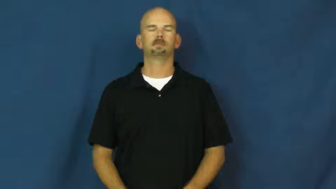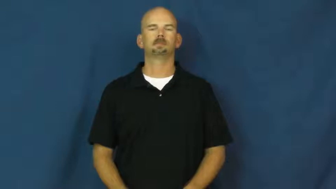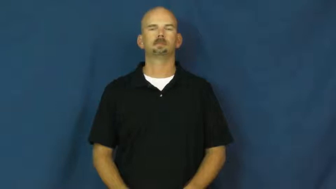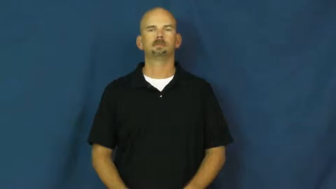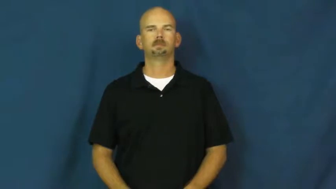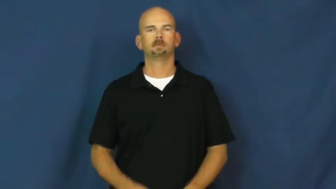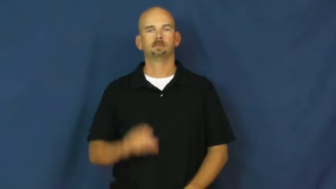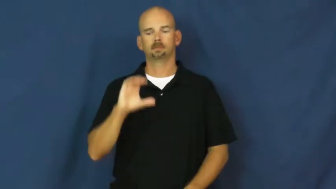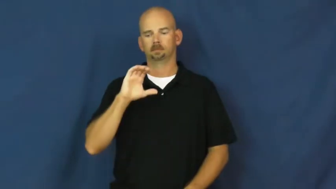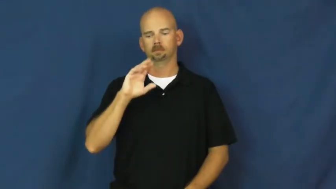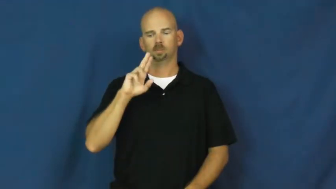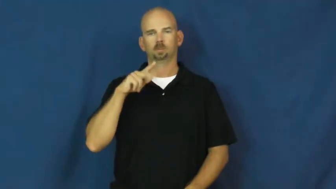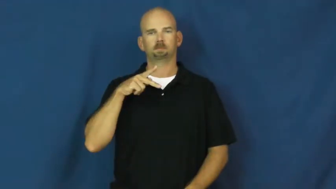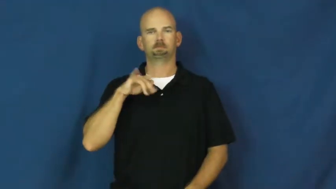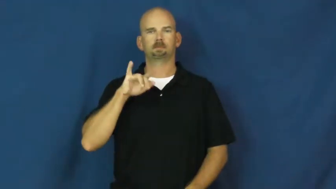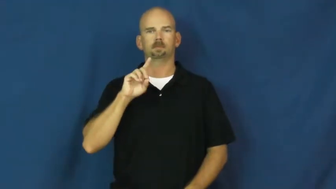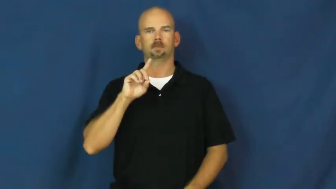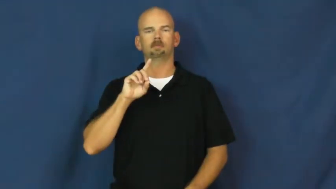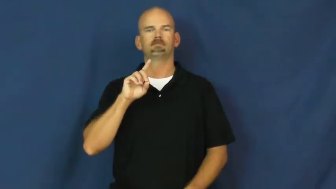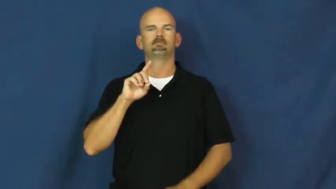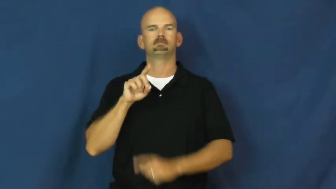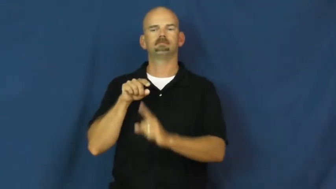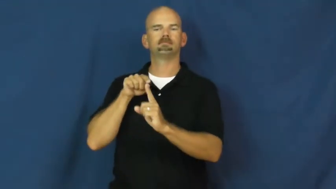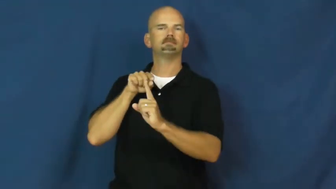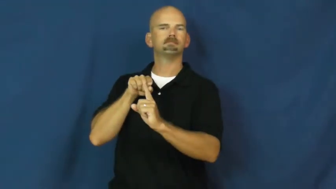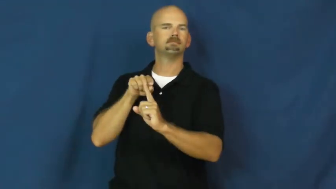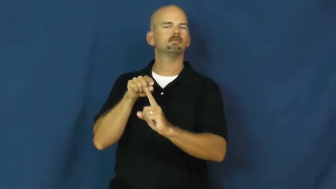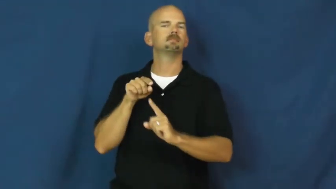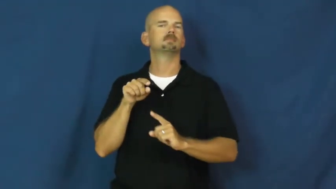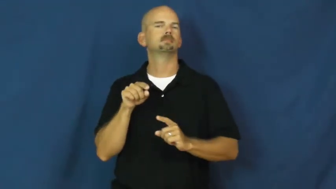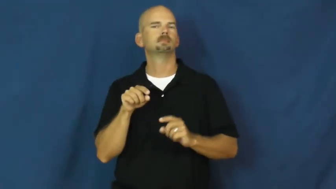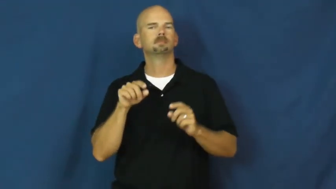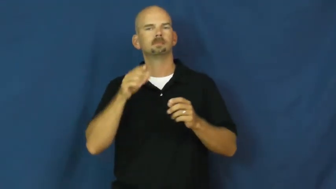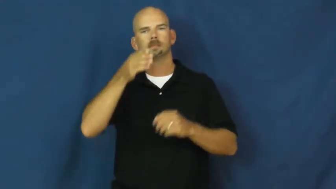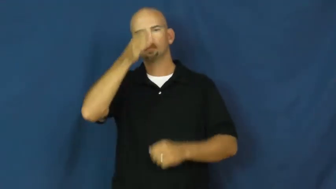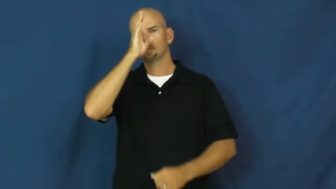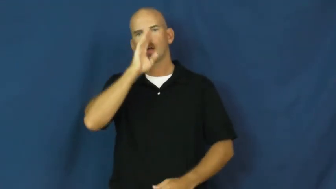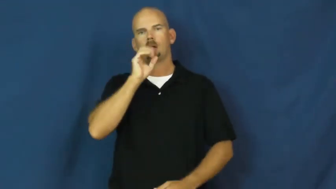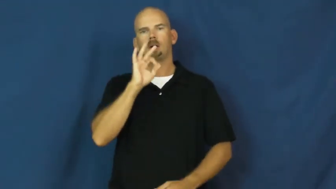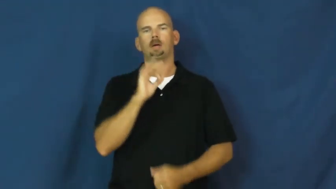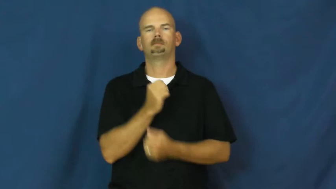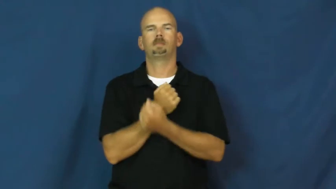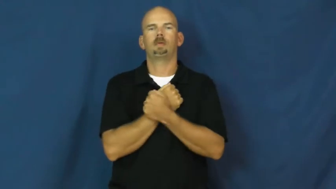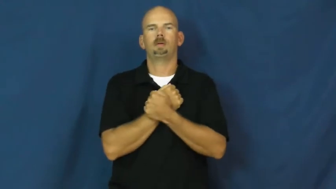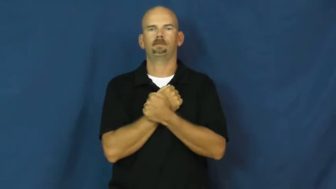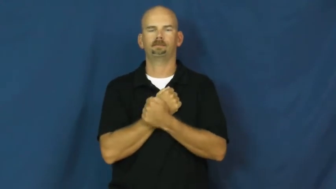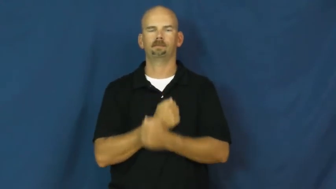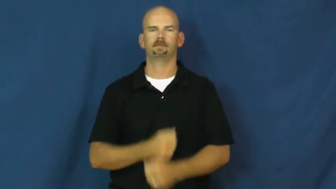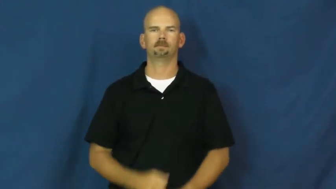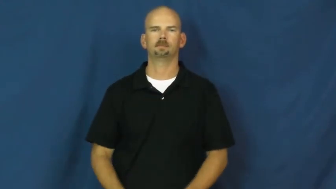cupid